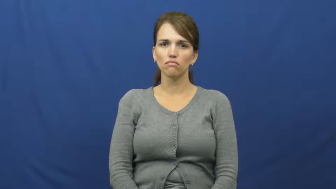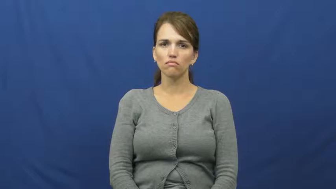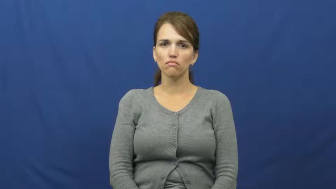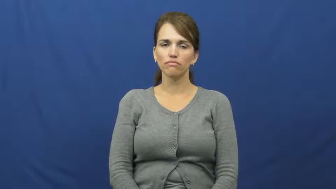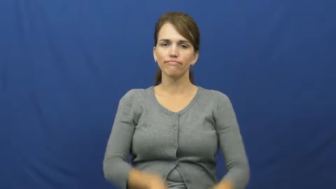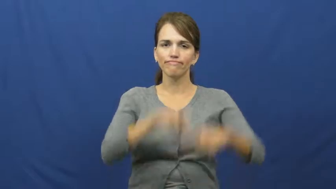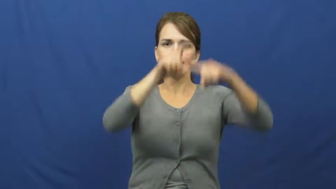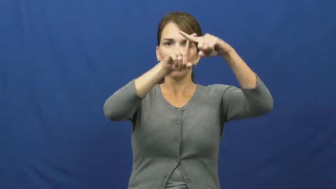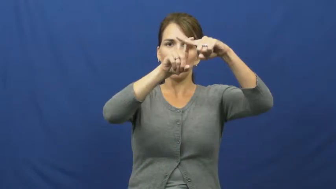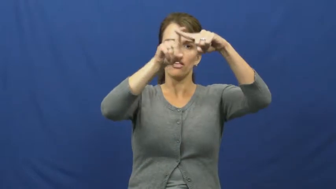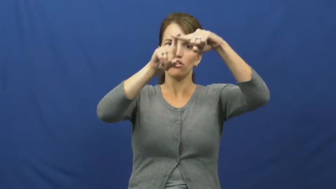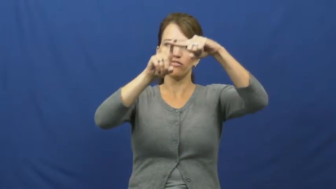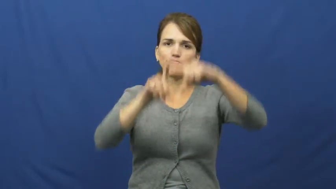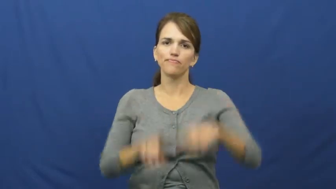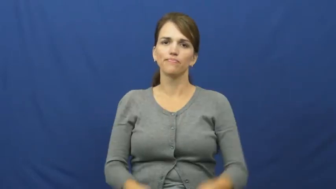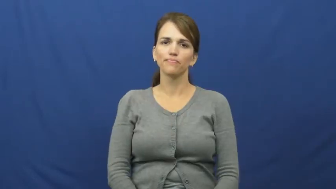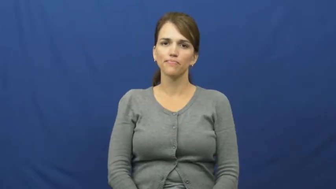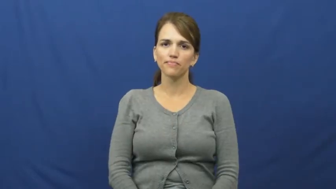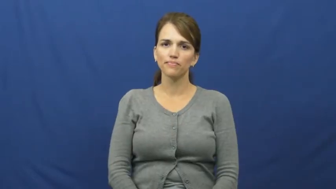hanger